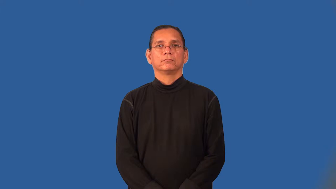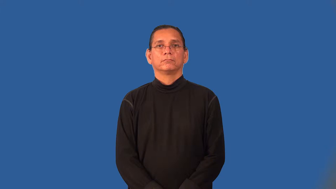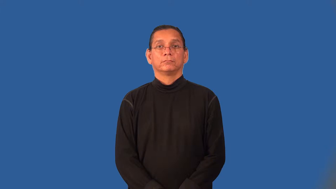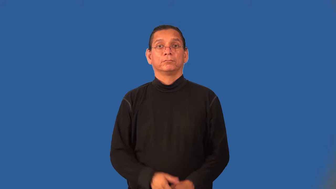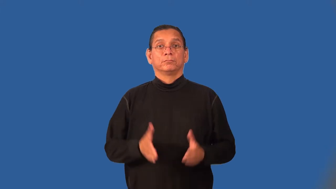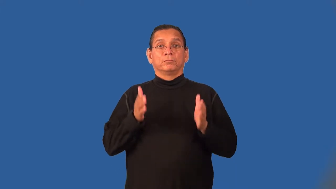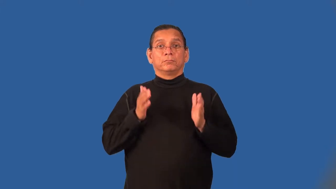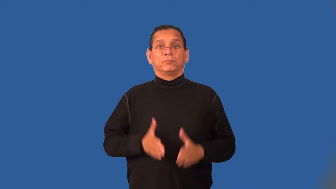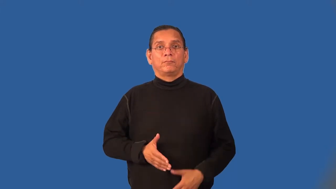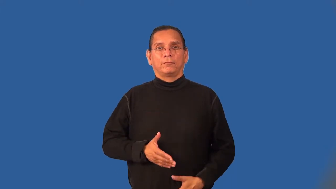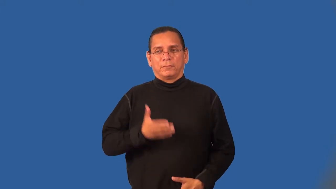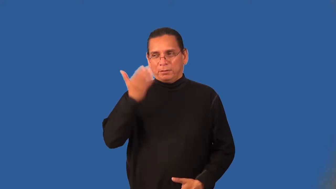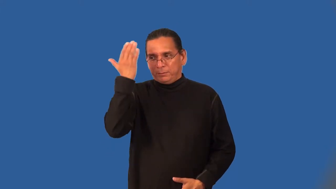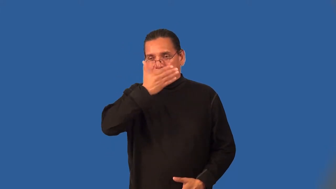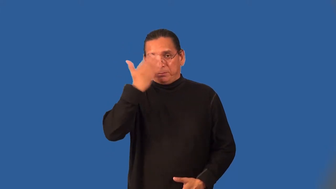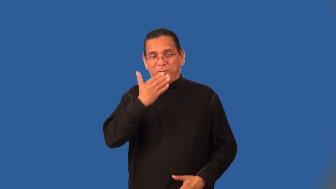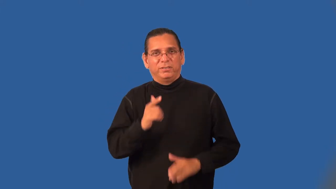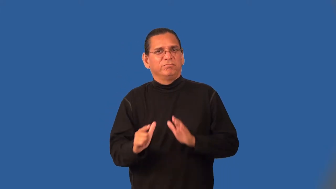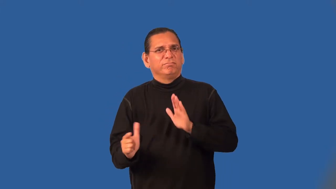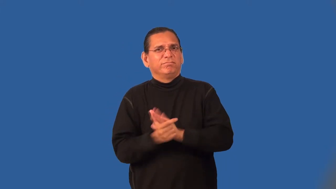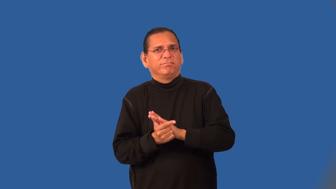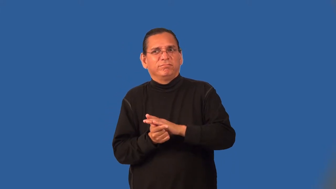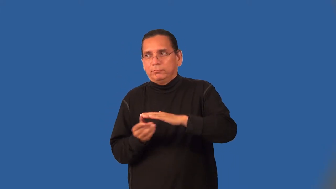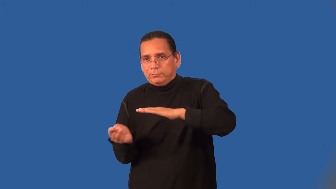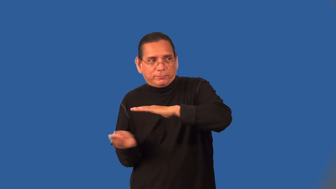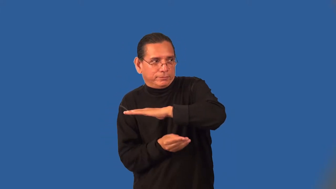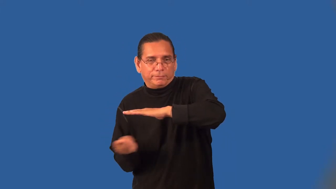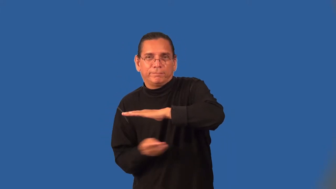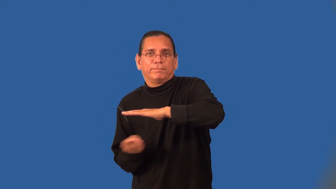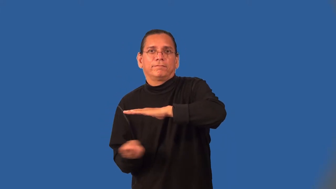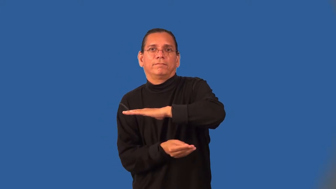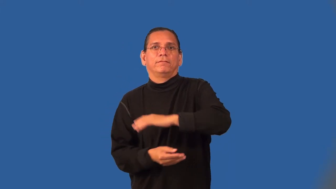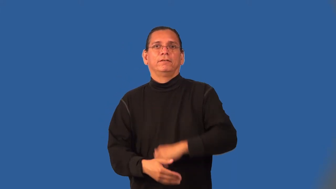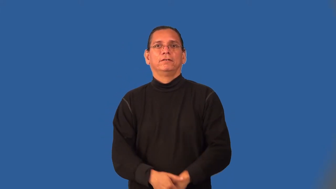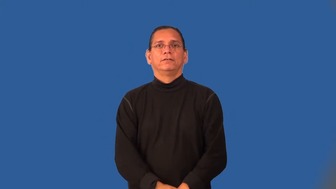smuggler